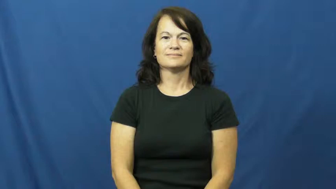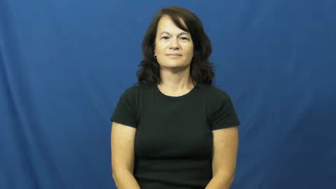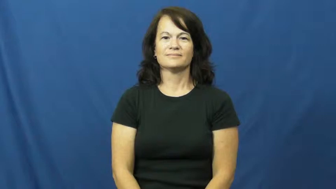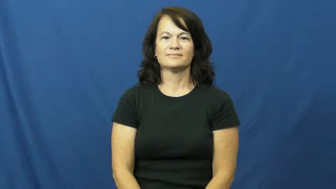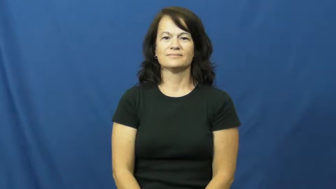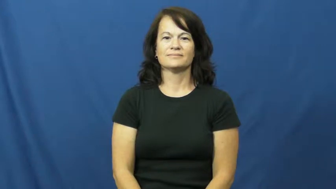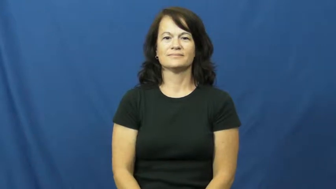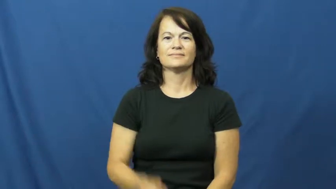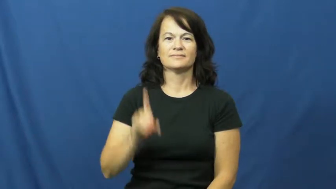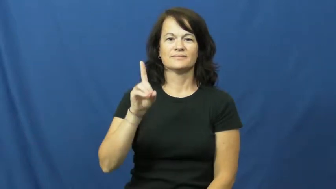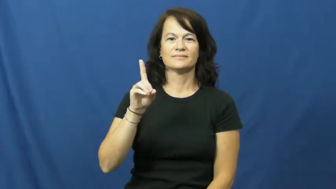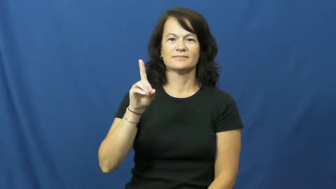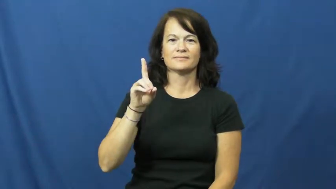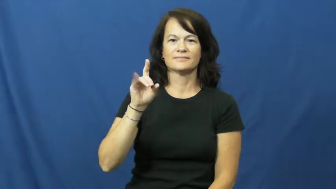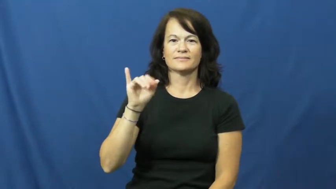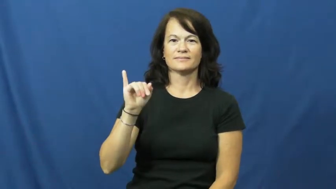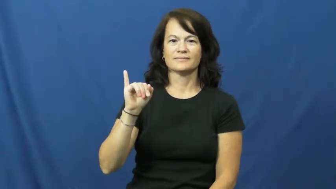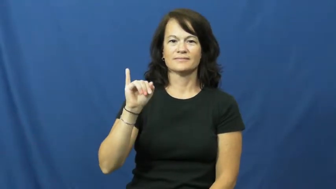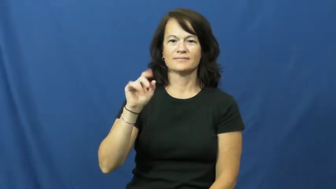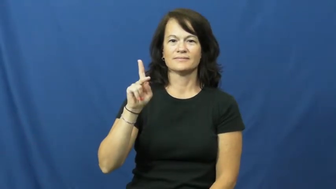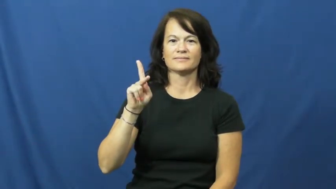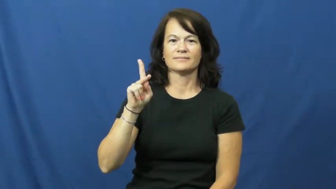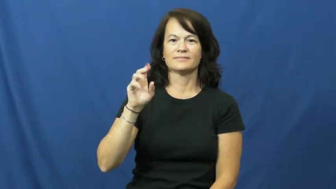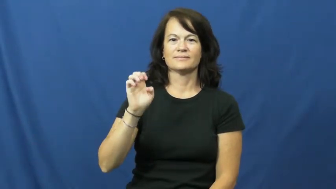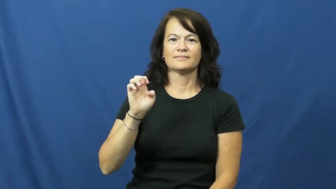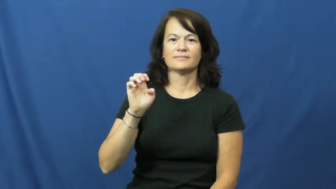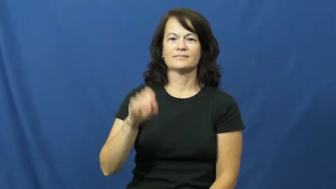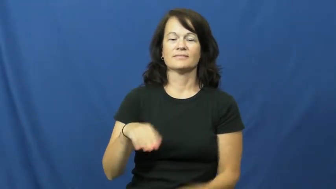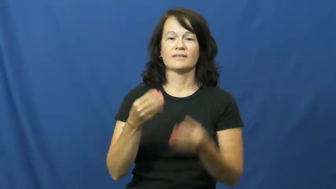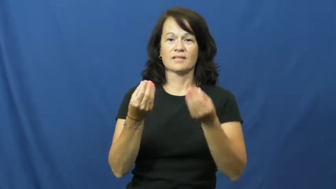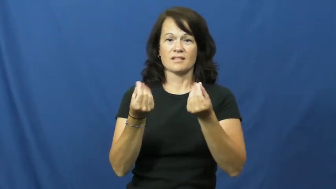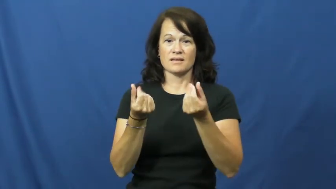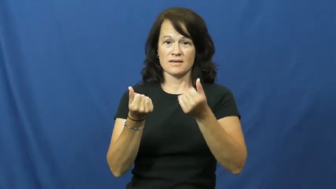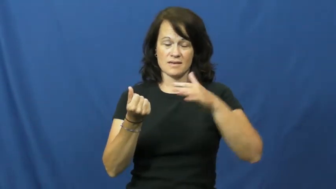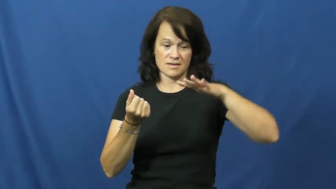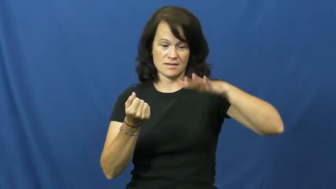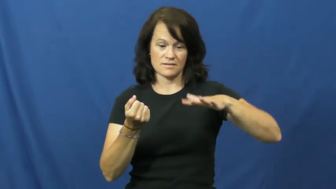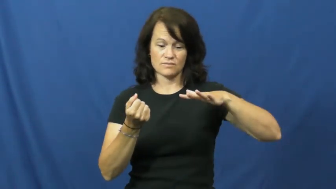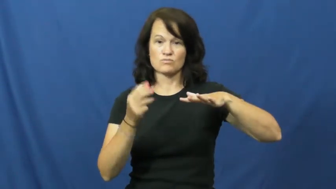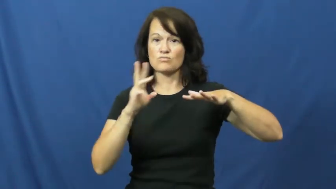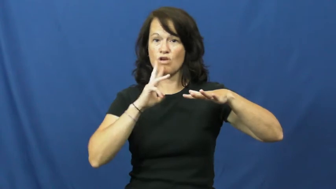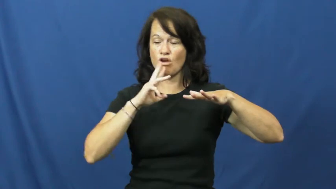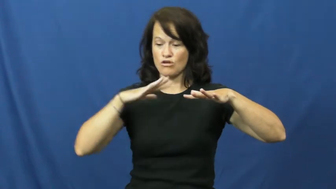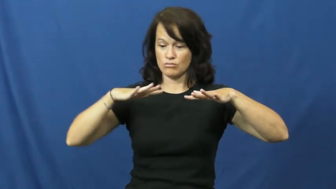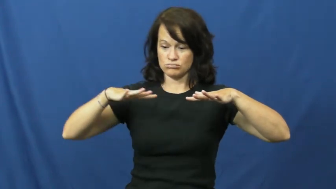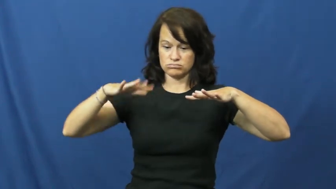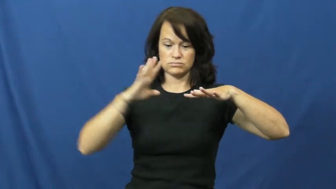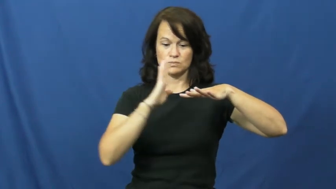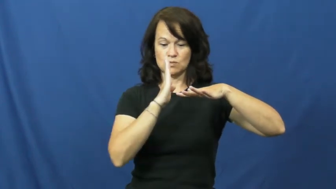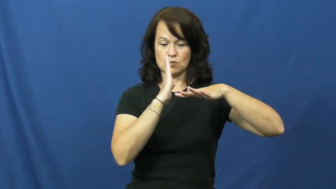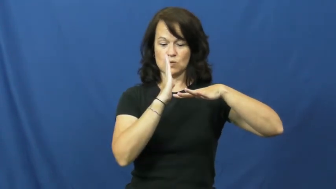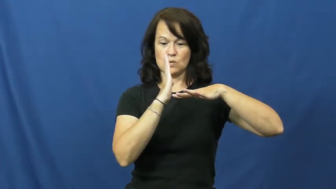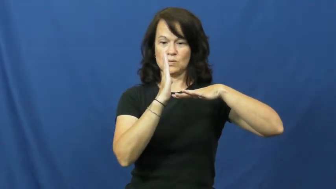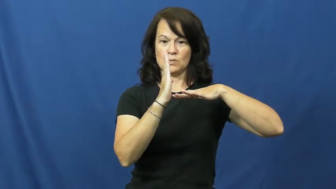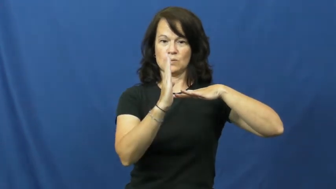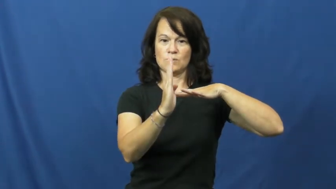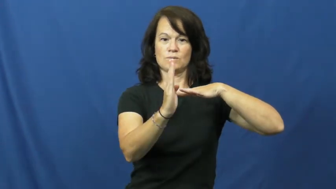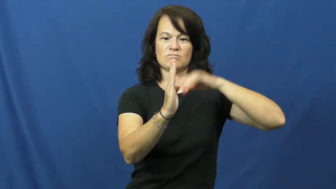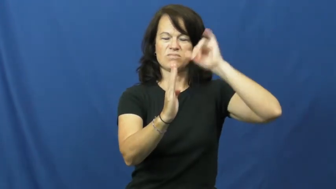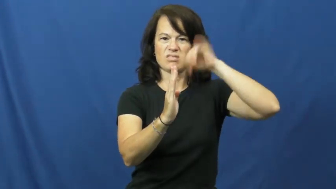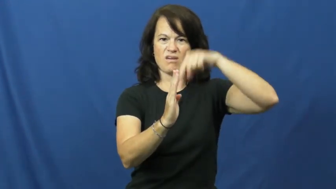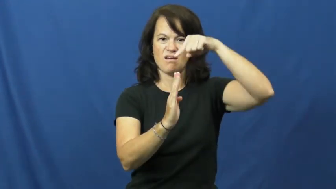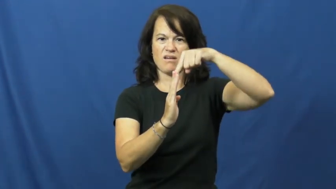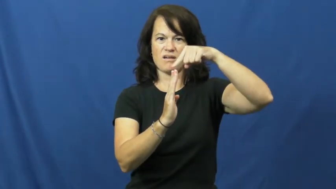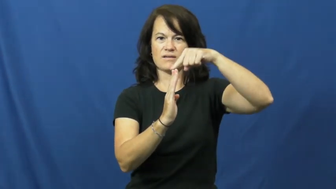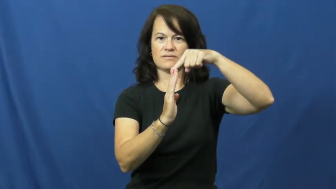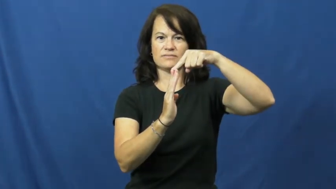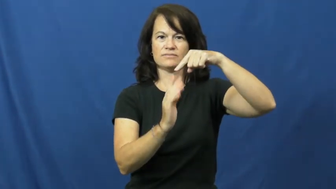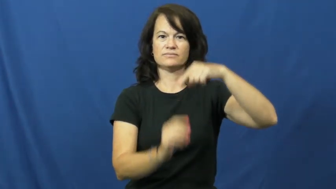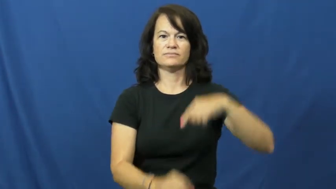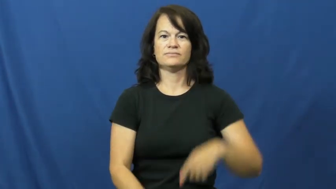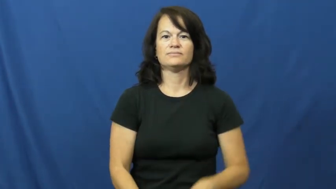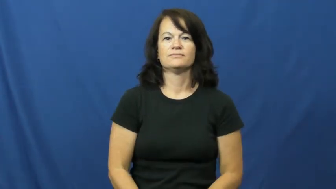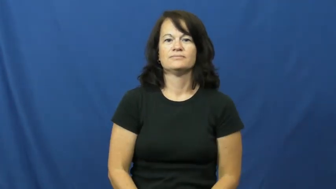dike